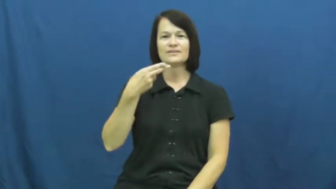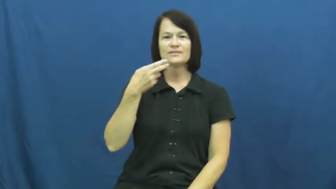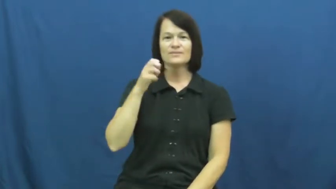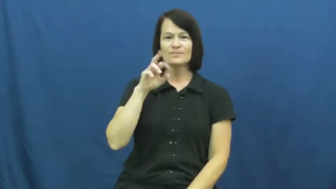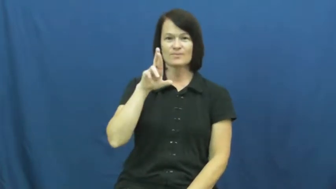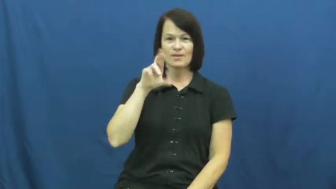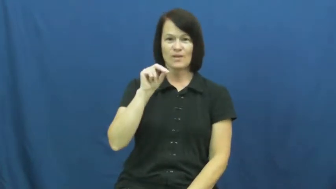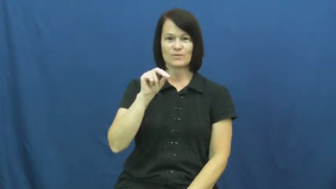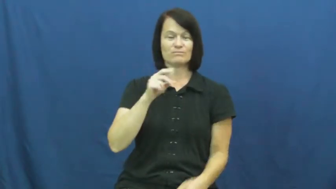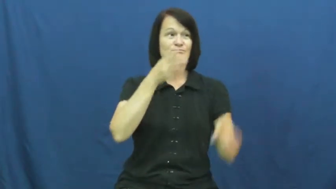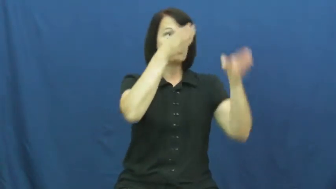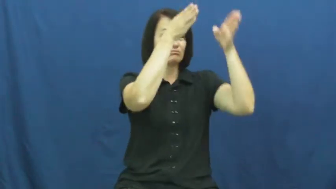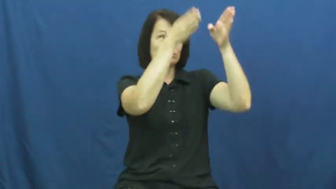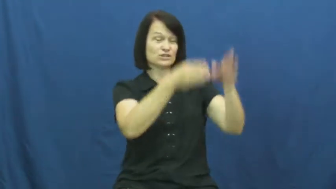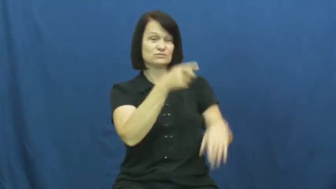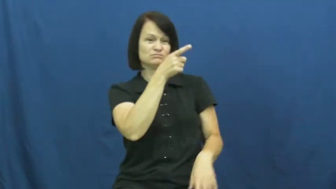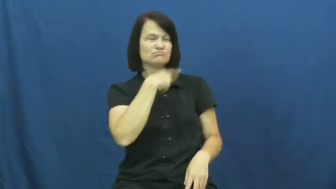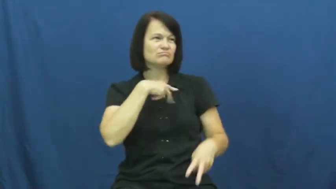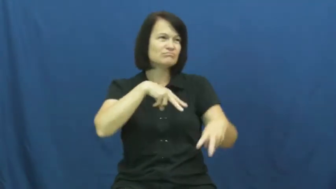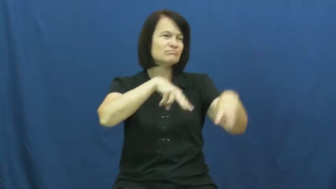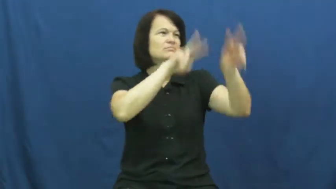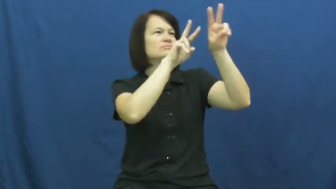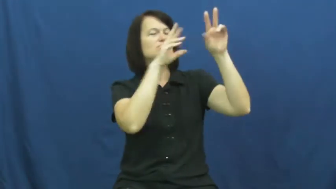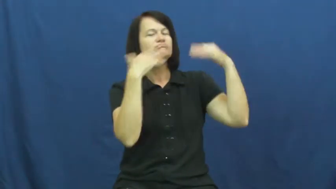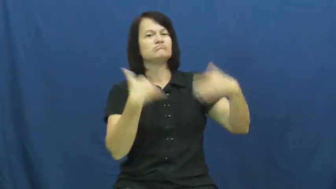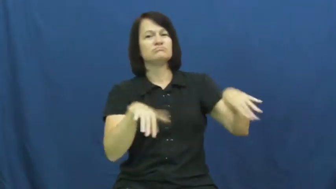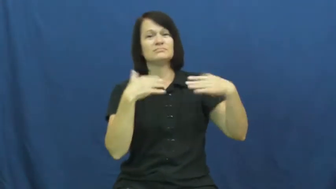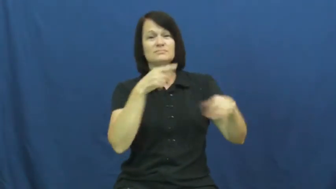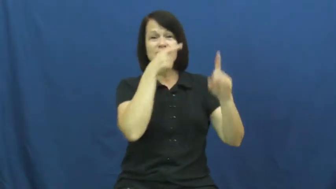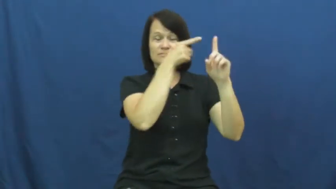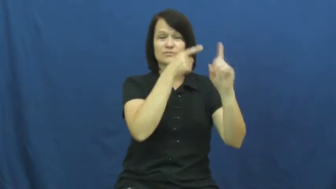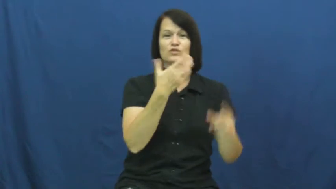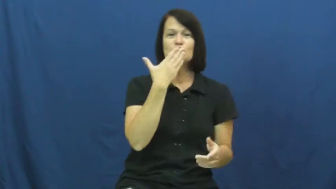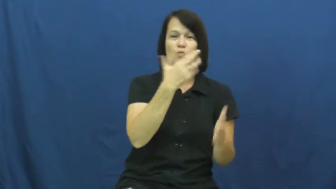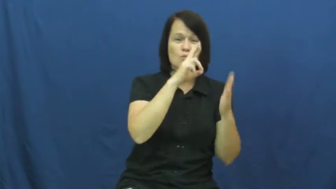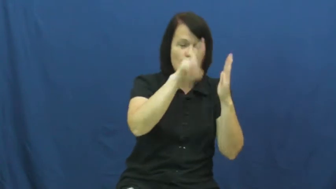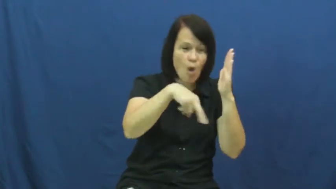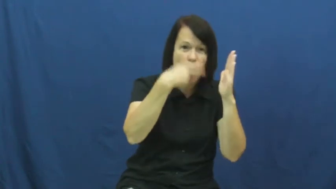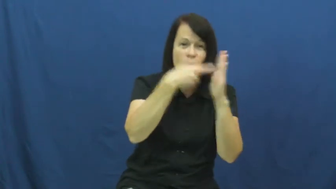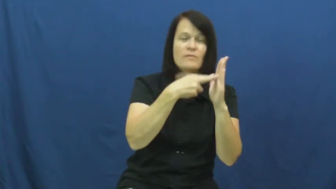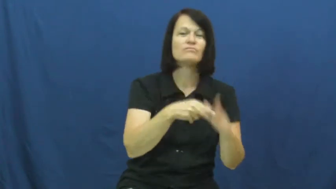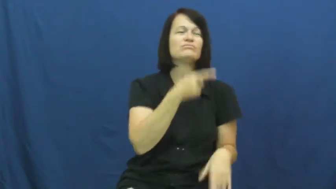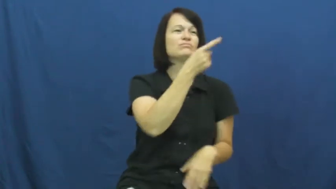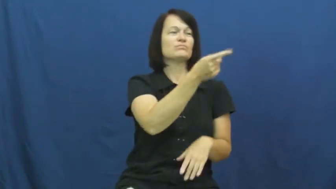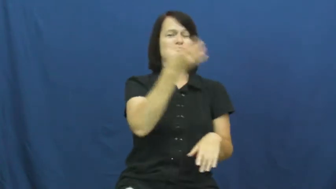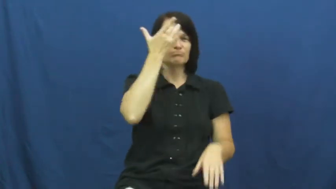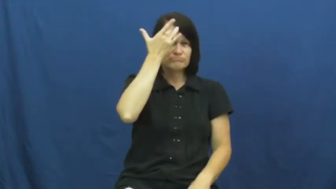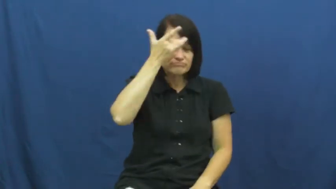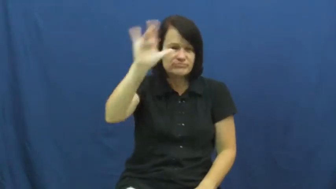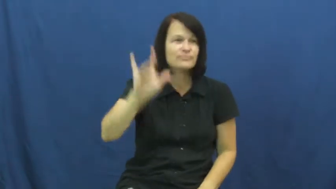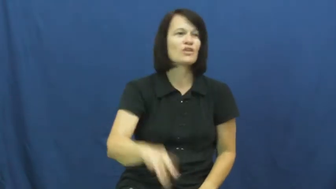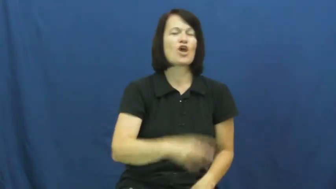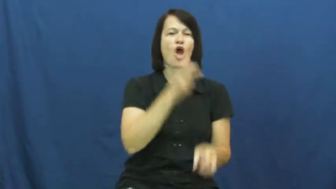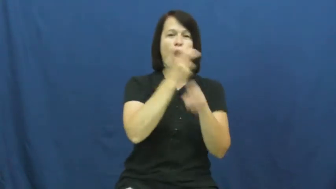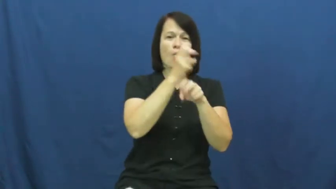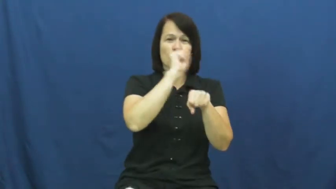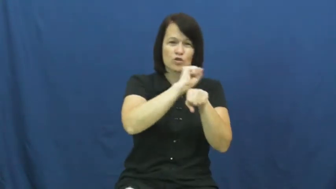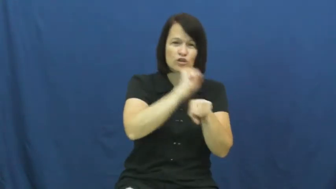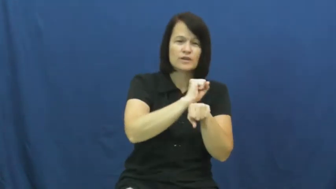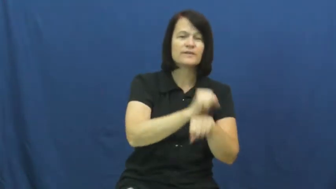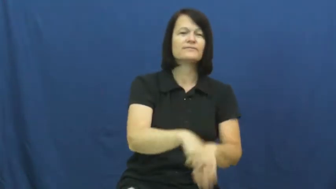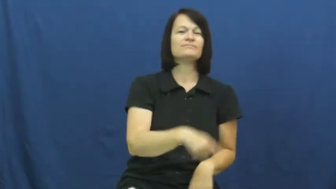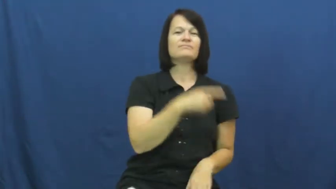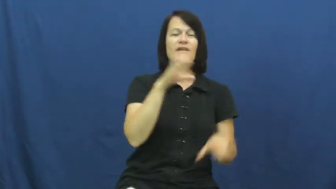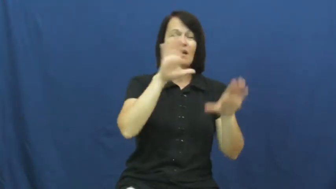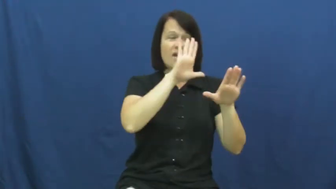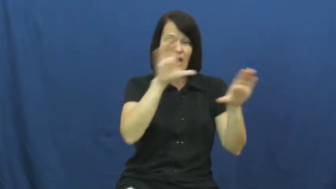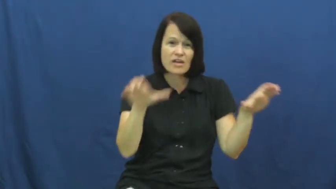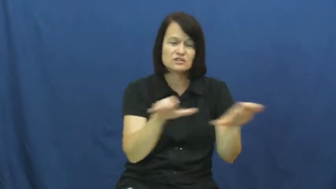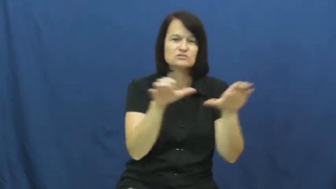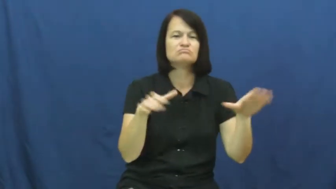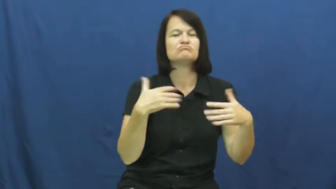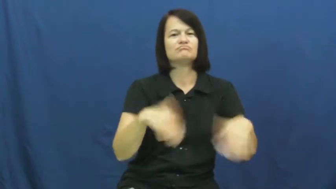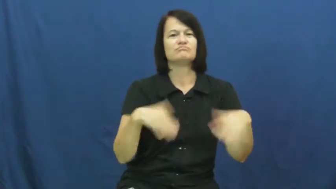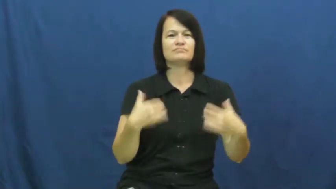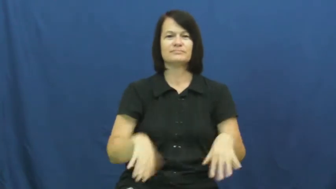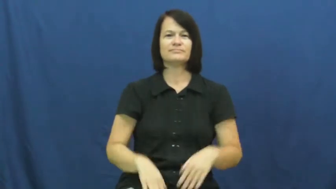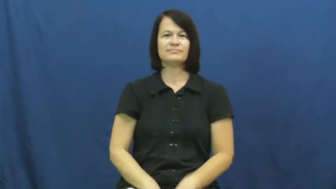hero,idol-person